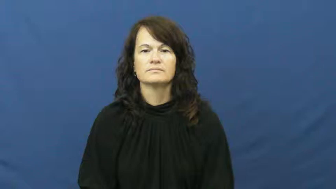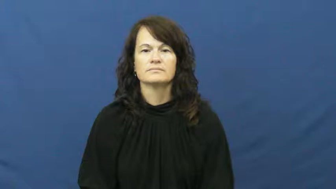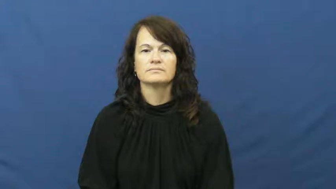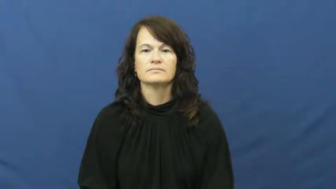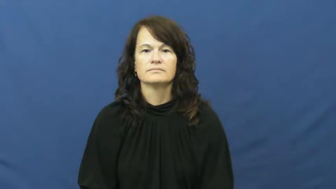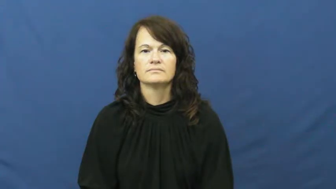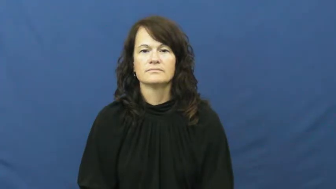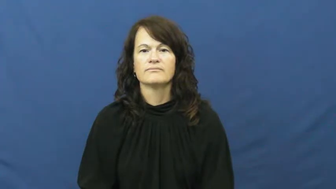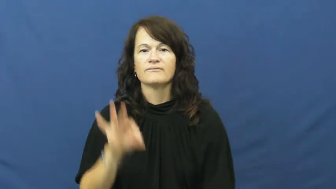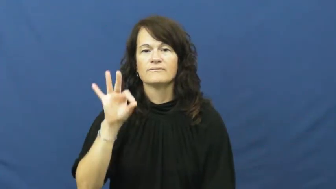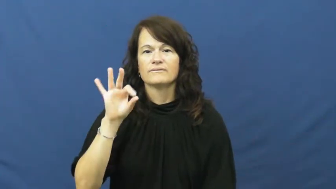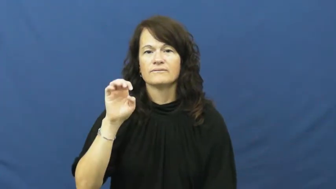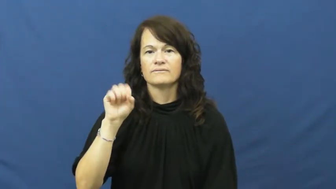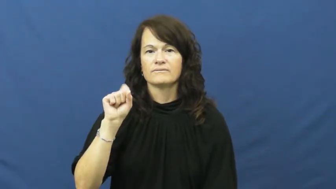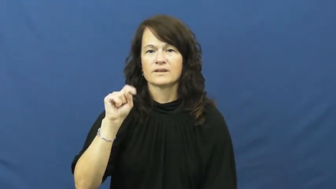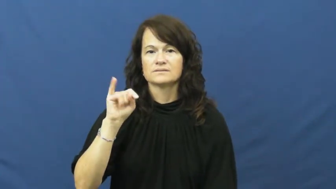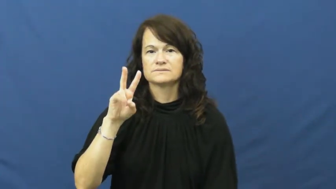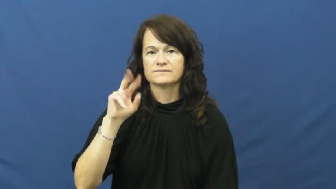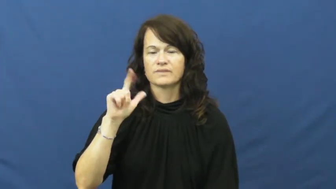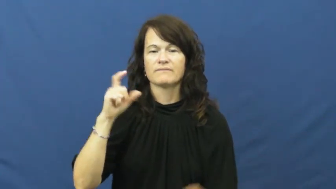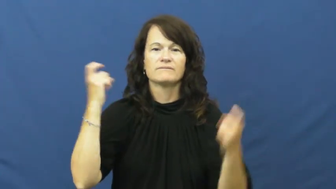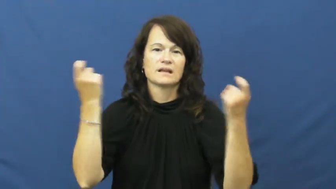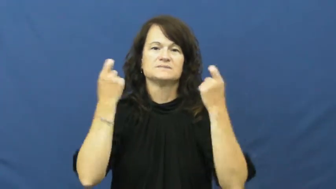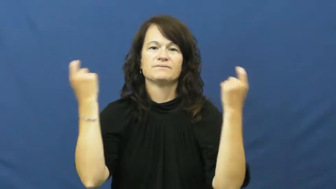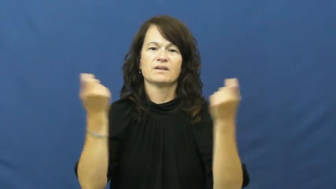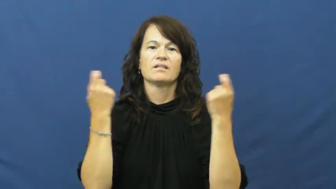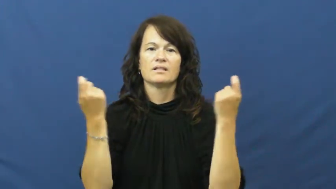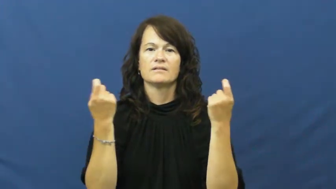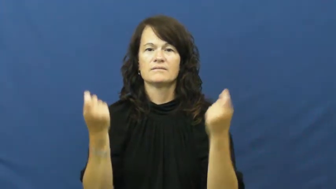festival